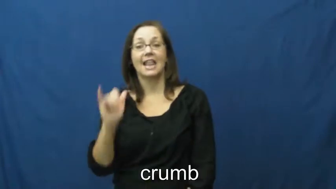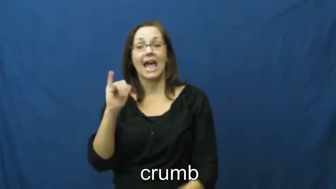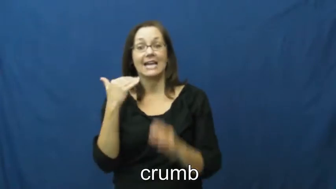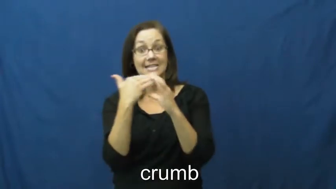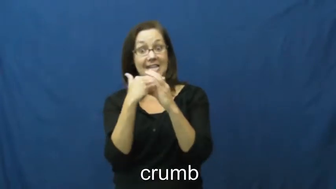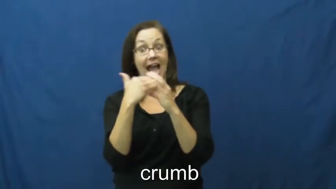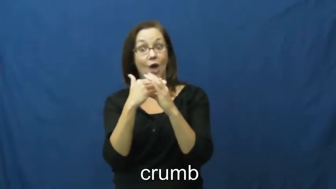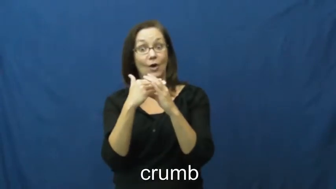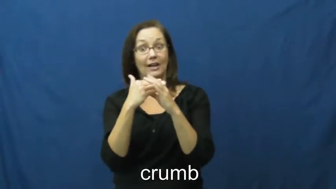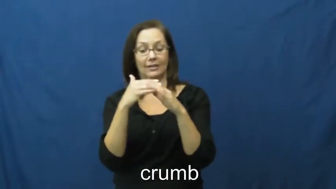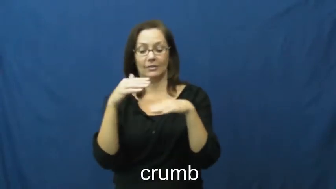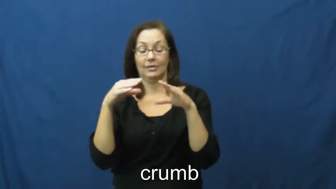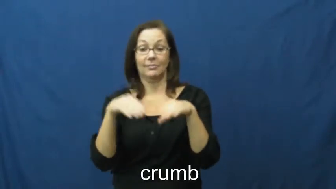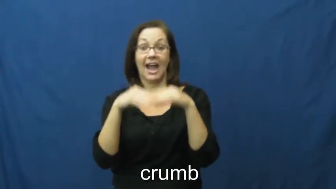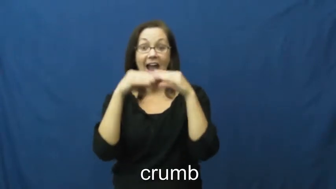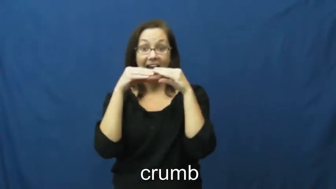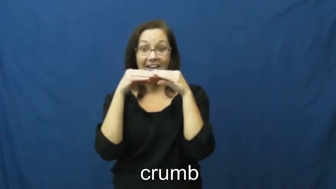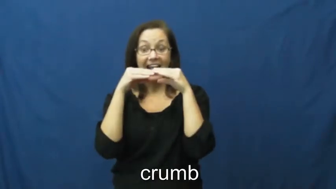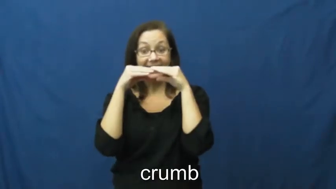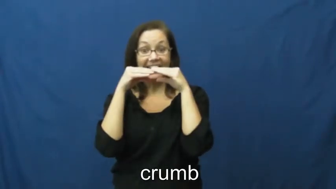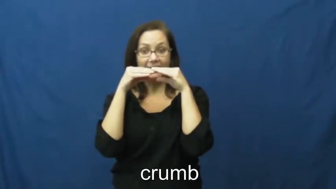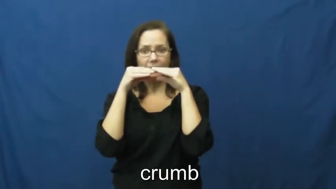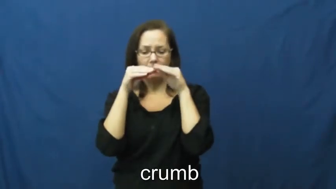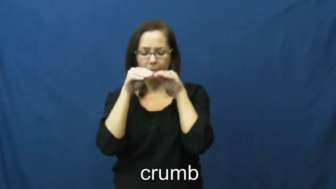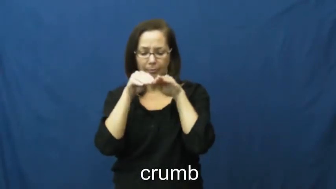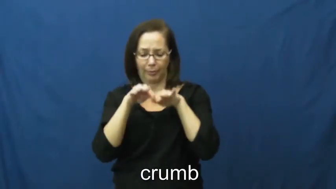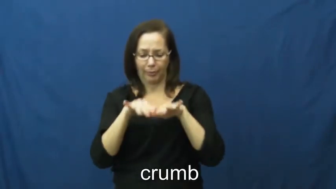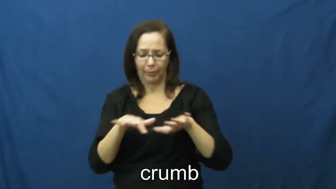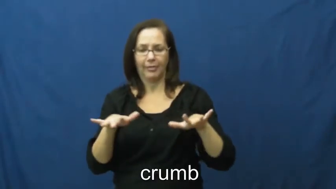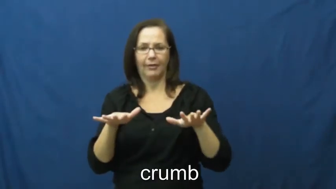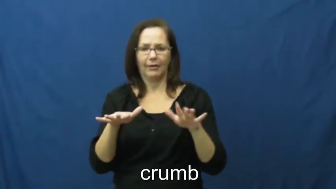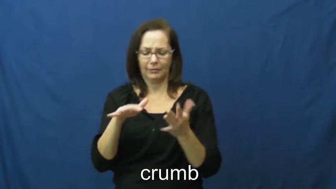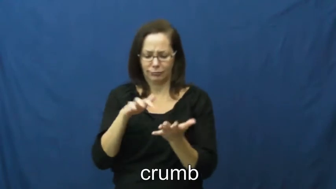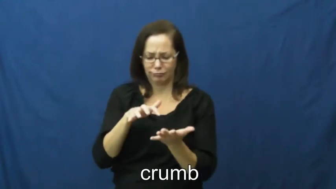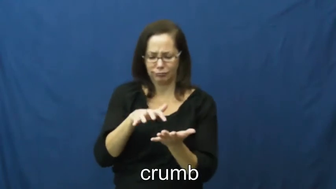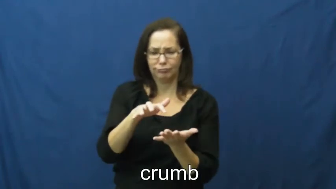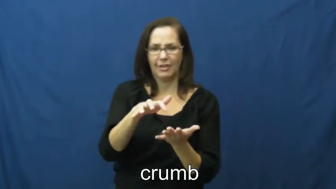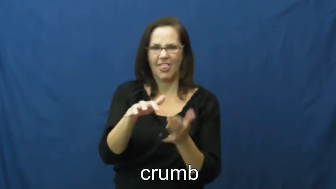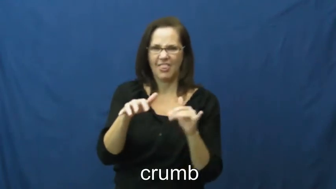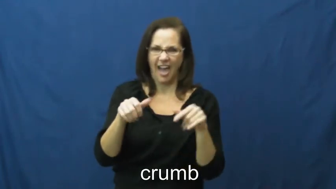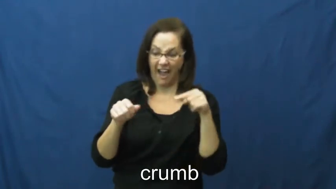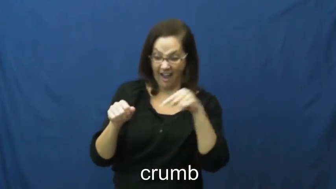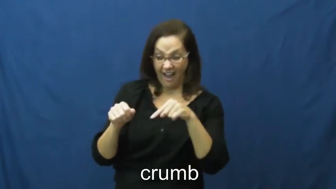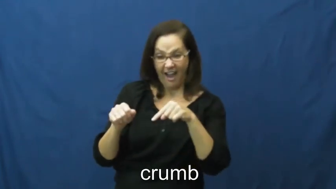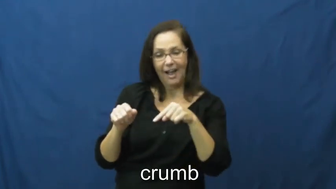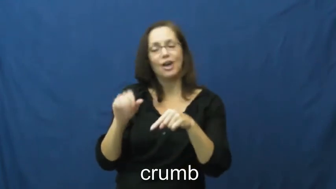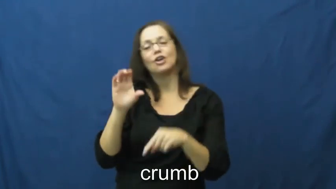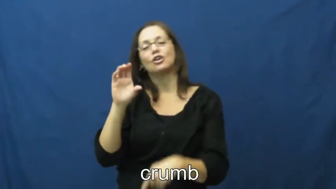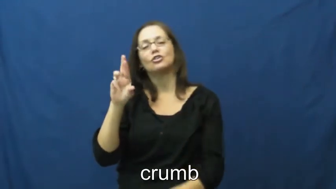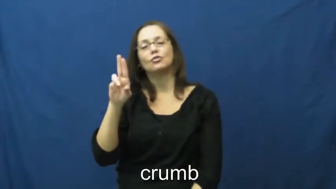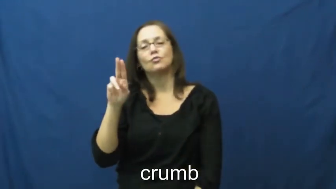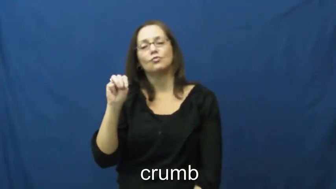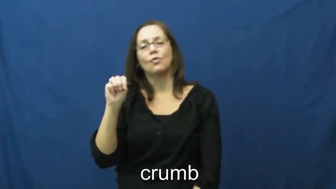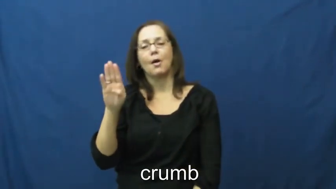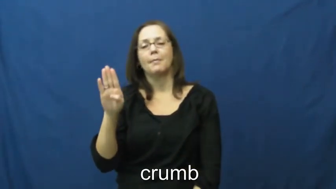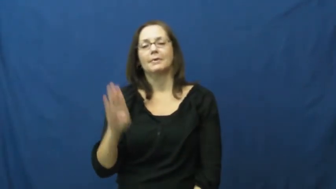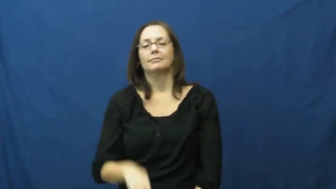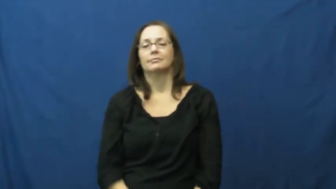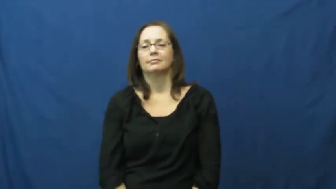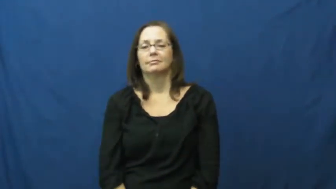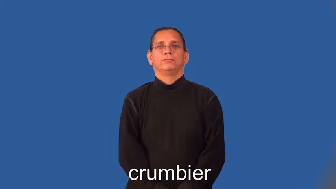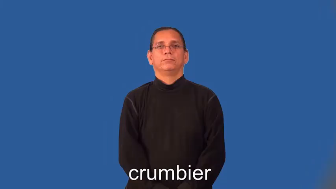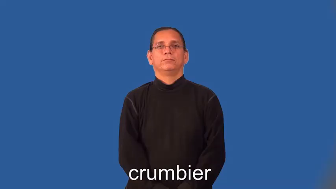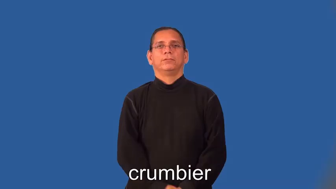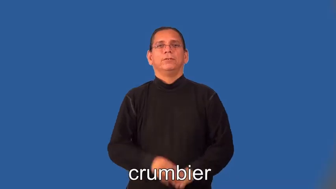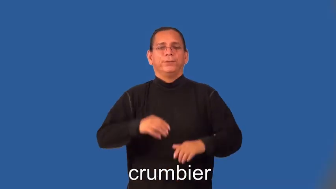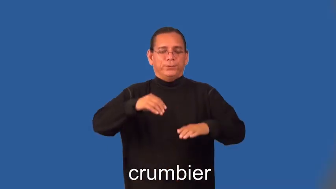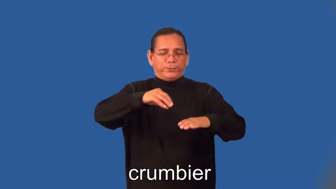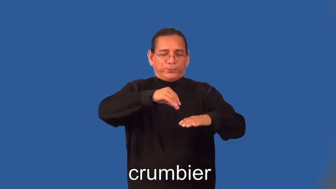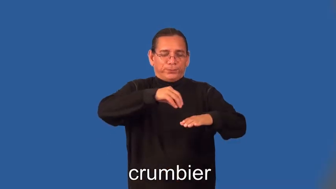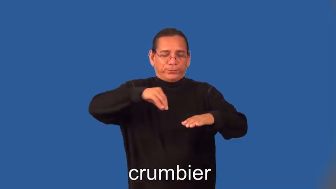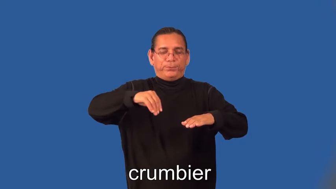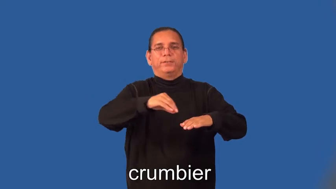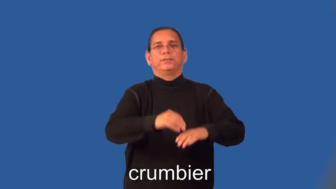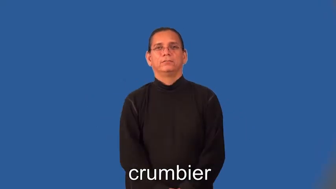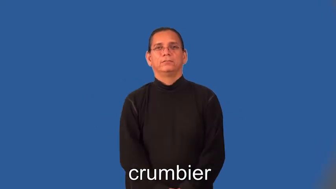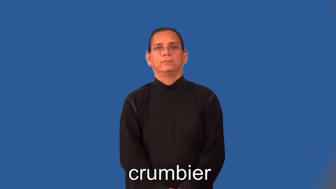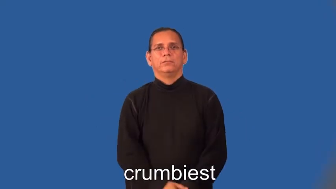crumbier,crumbiest